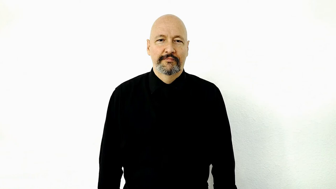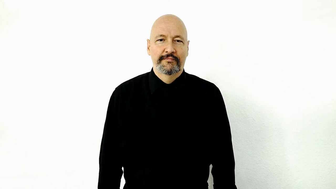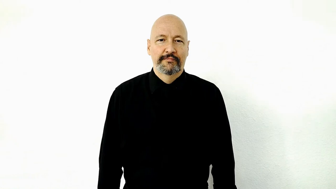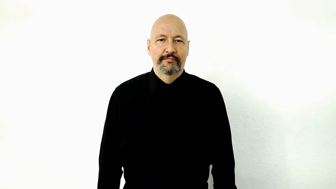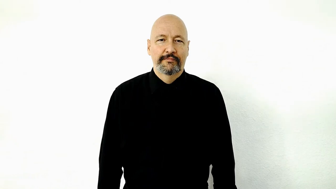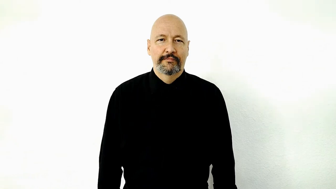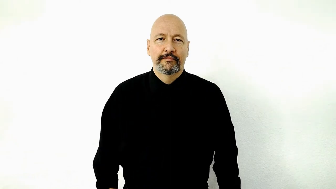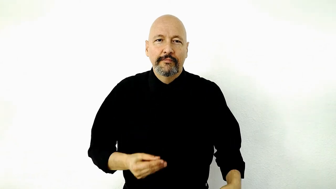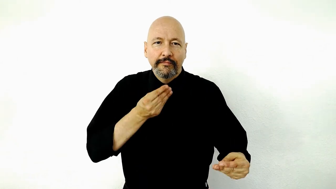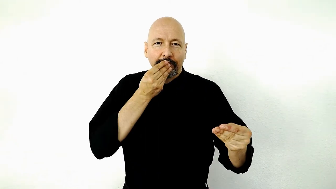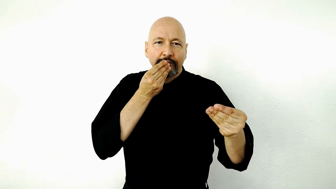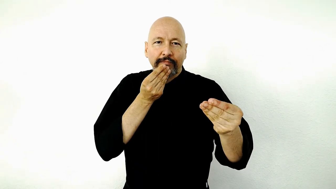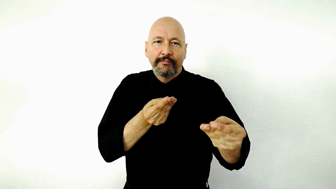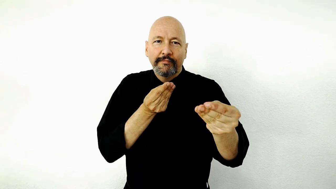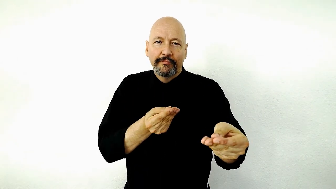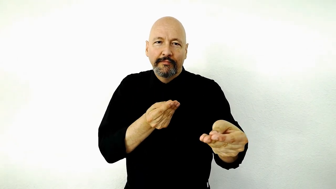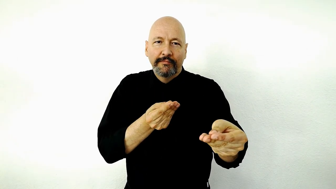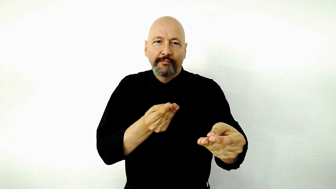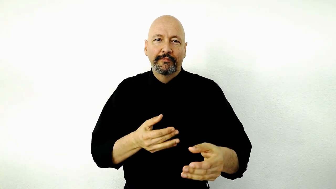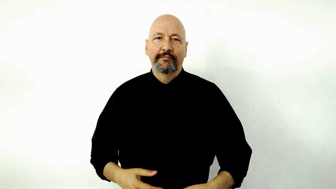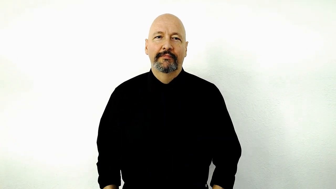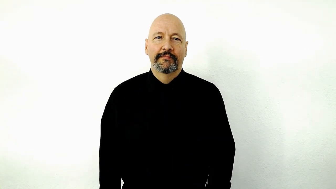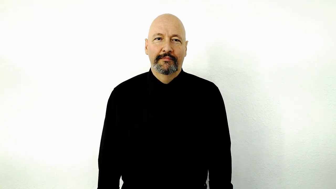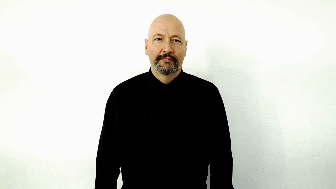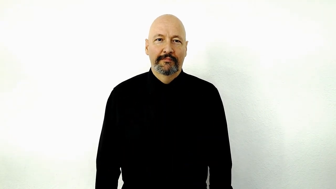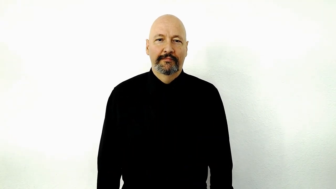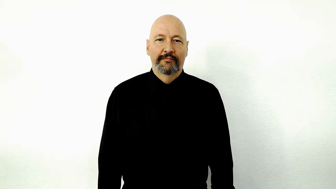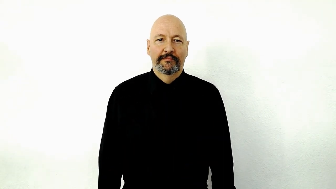FEED